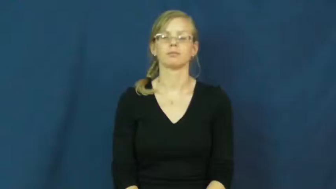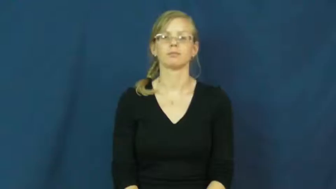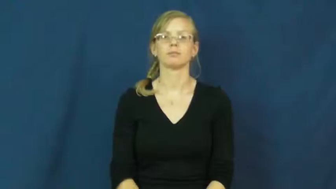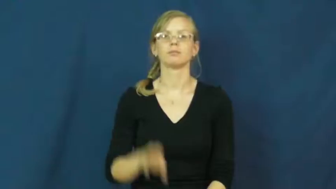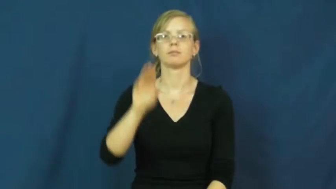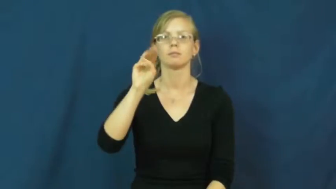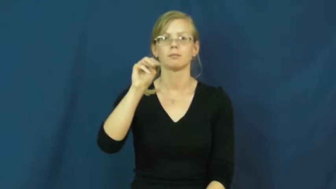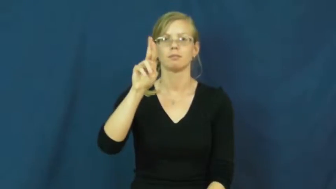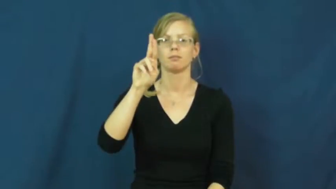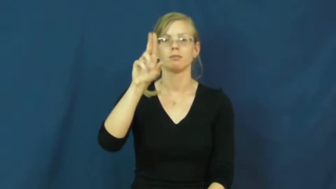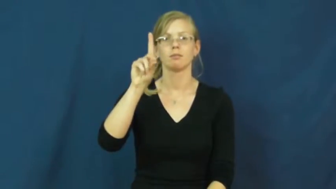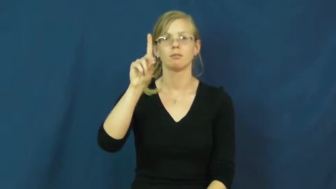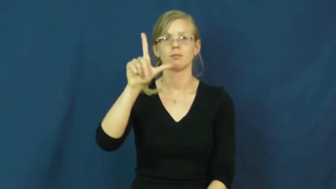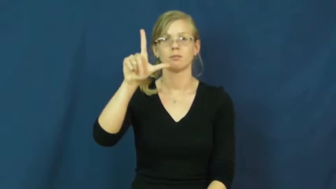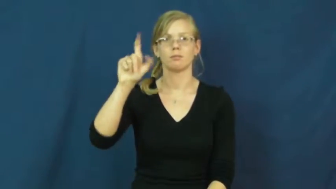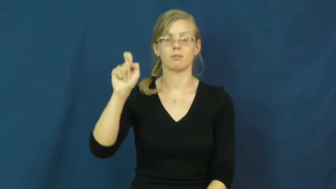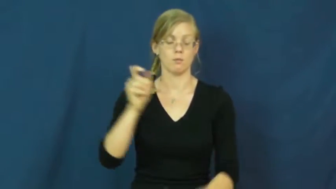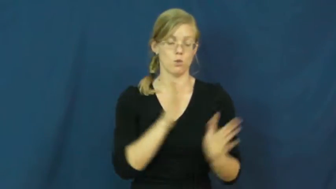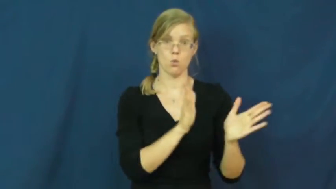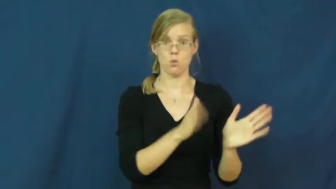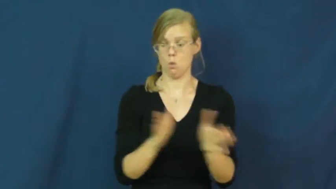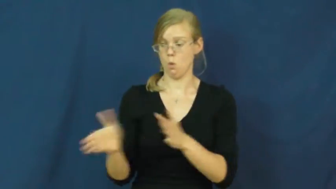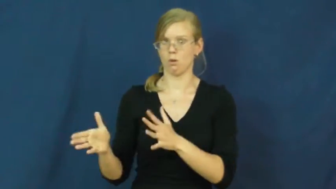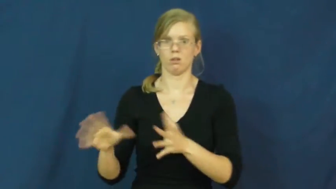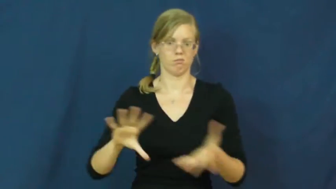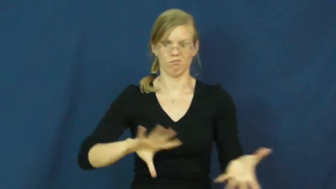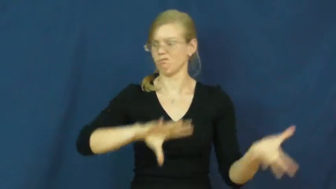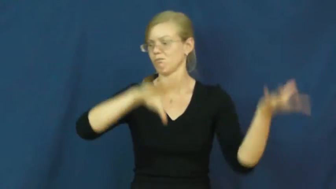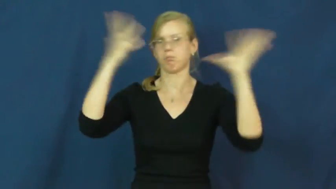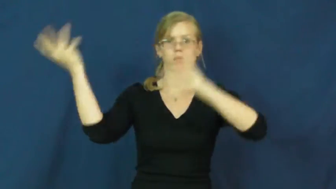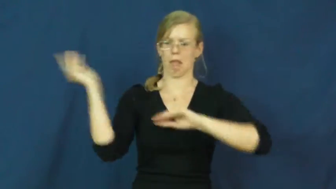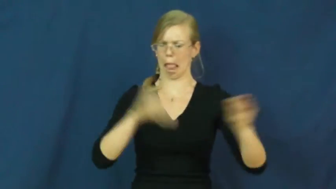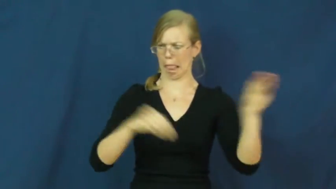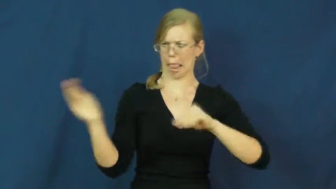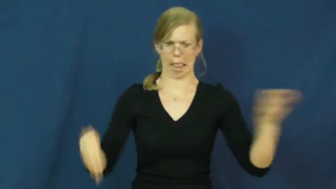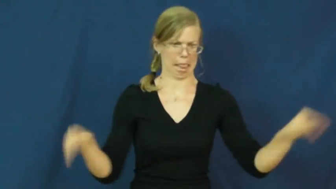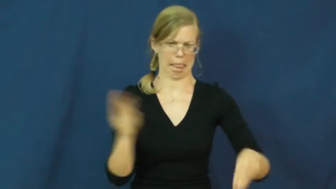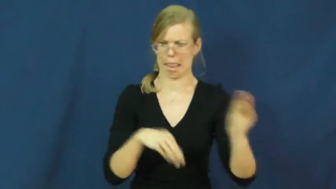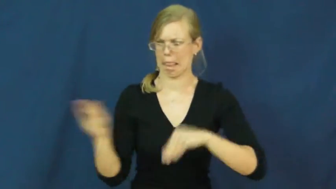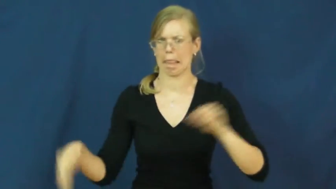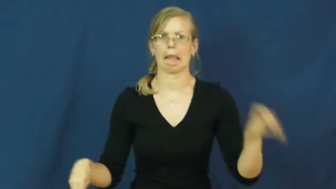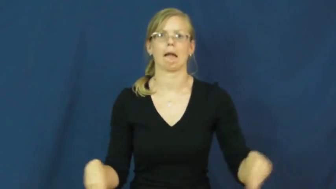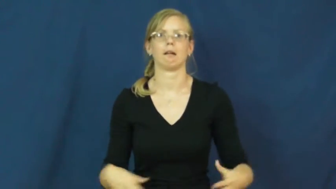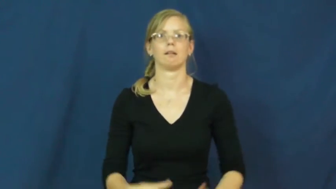muddle-verb